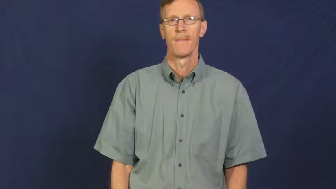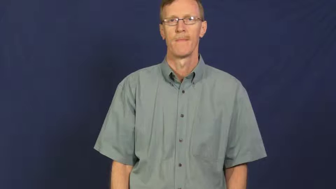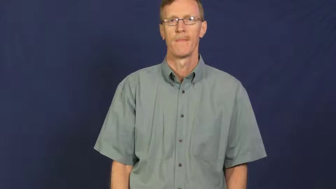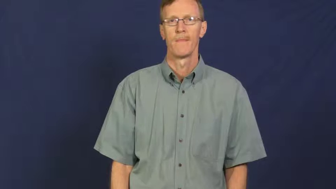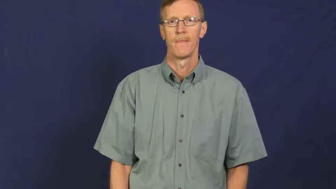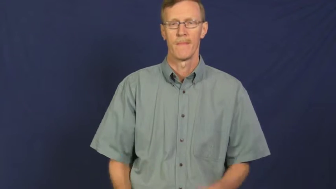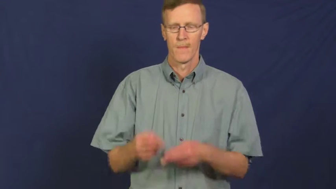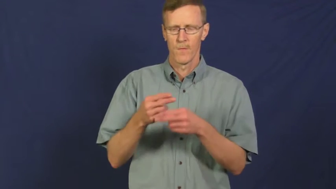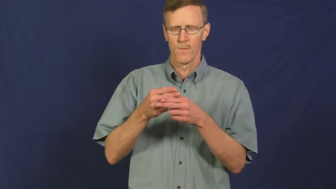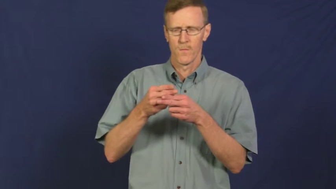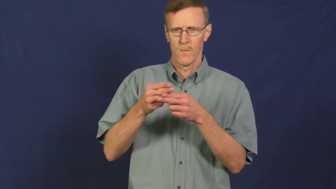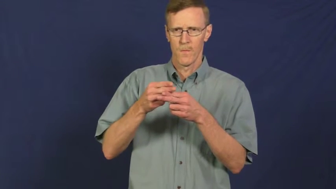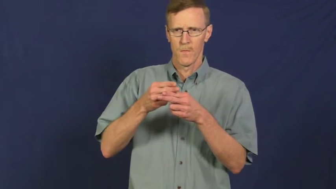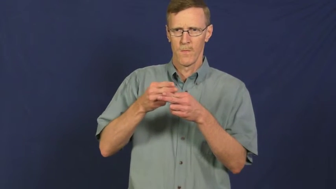truncate